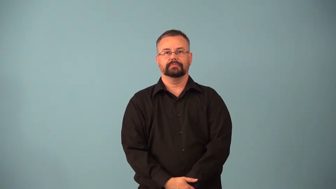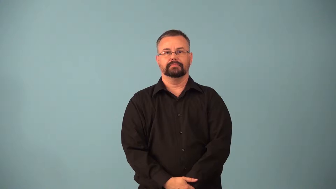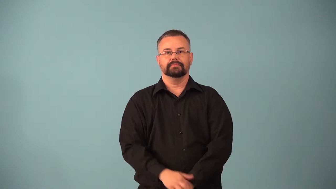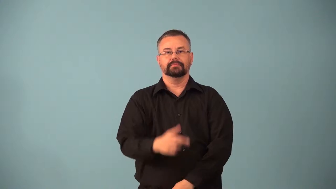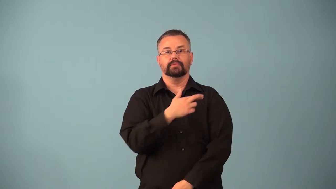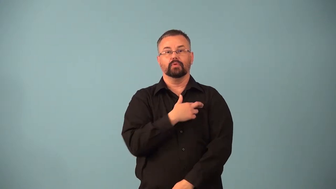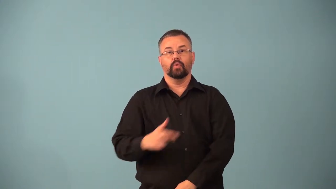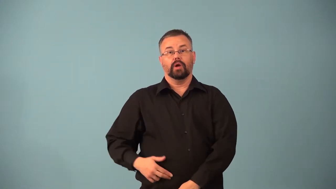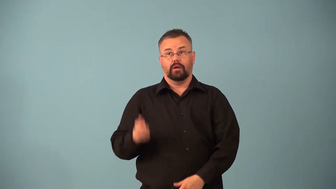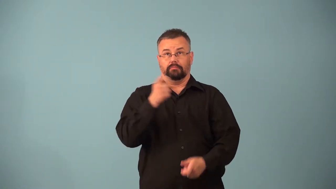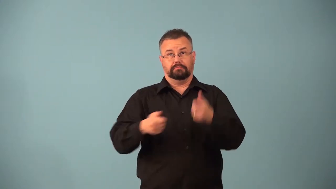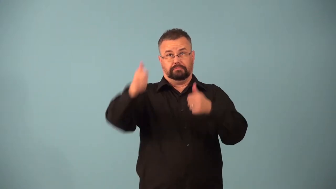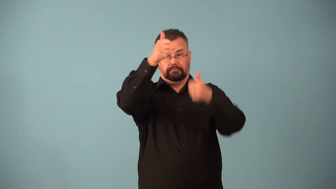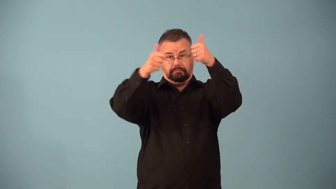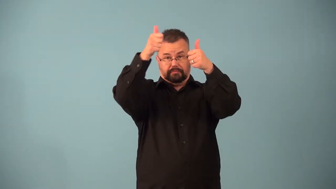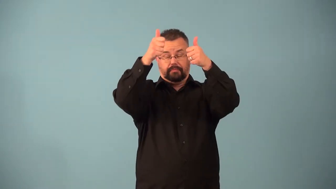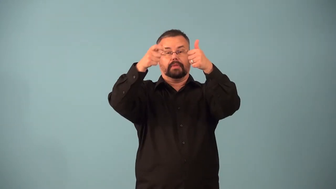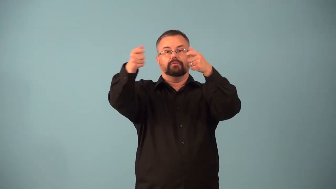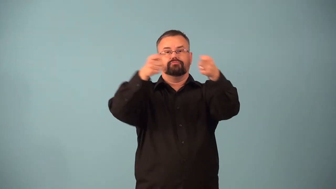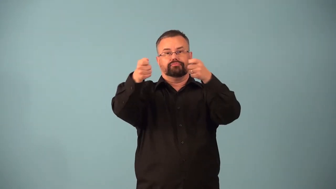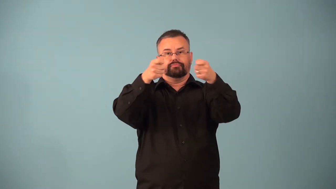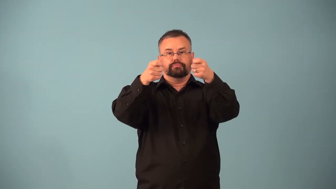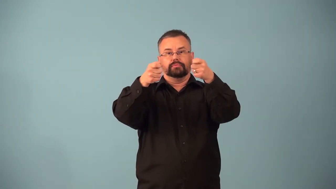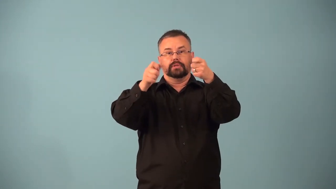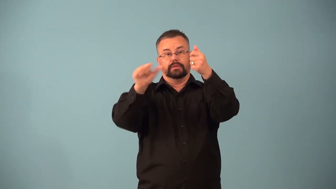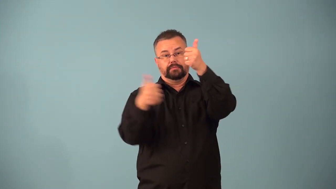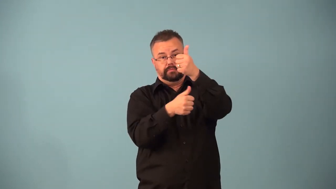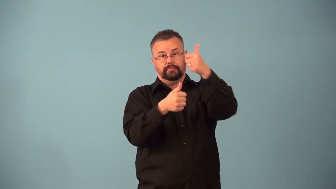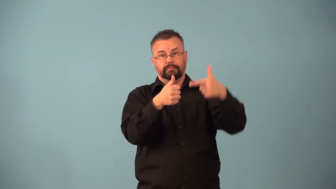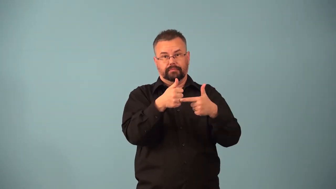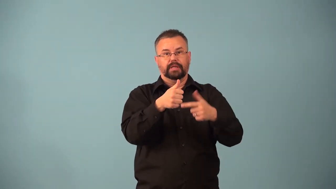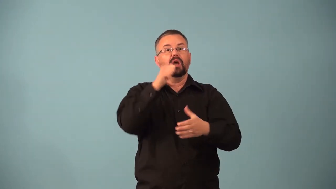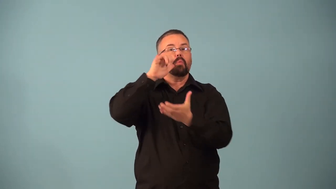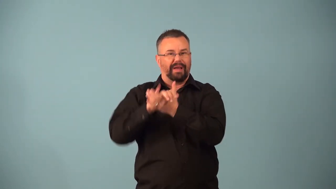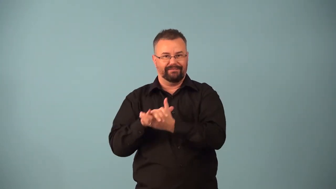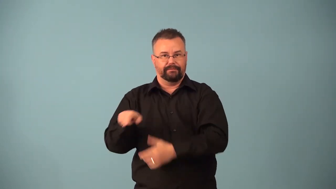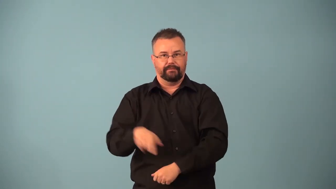baroness